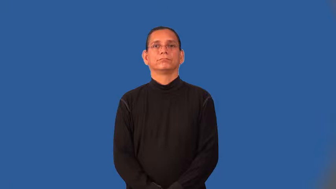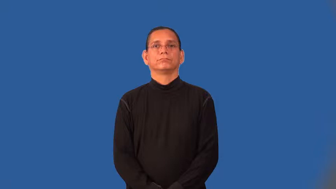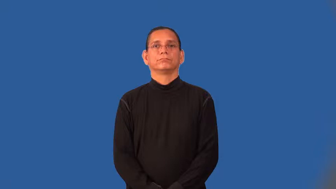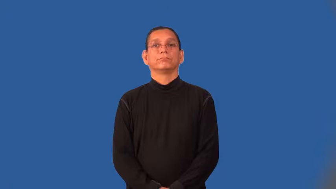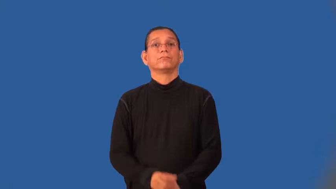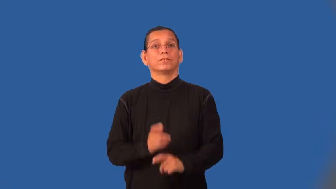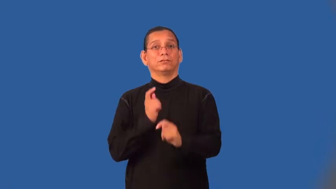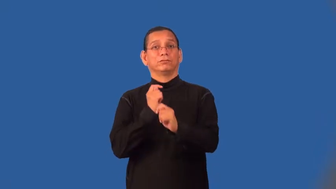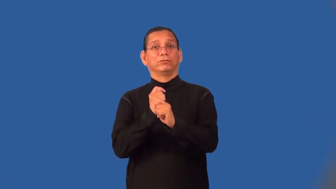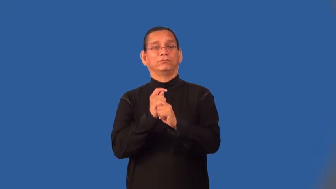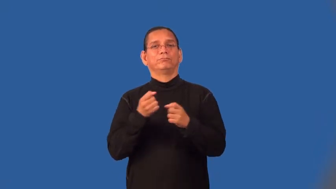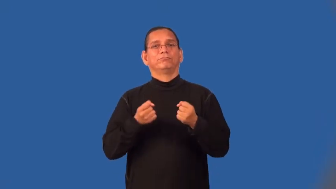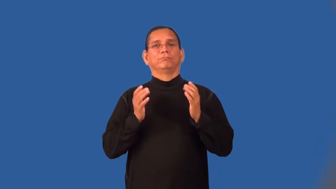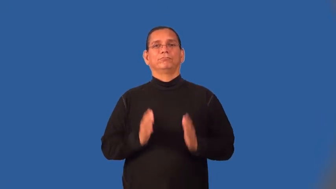teamster,truckdriver,trucker